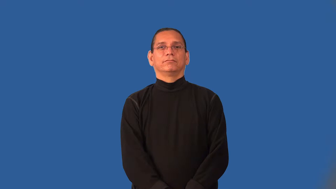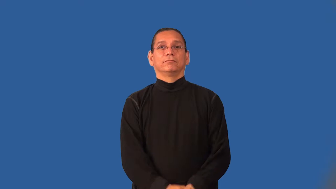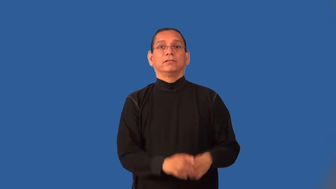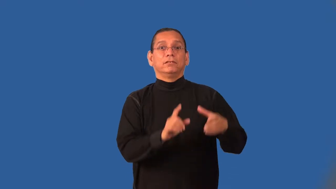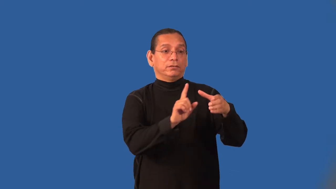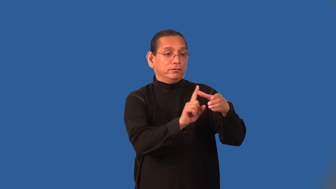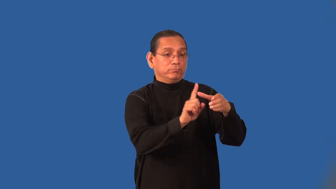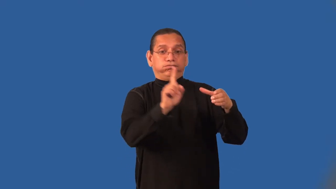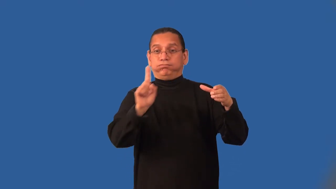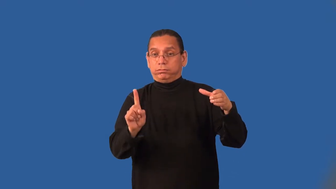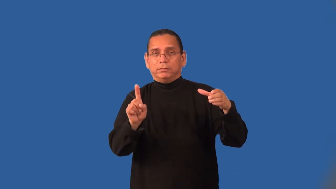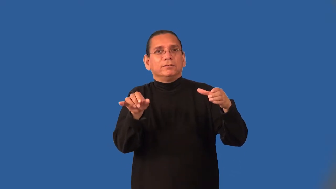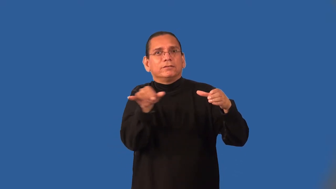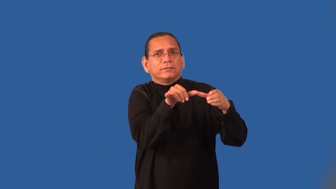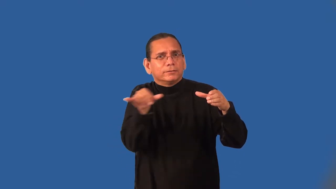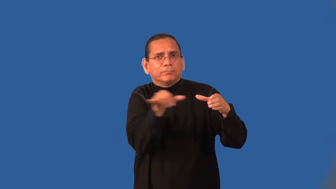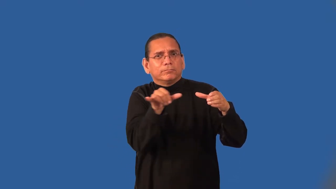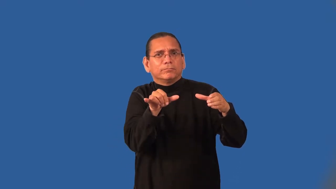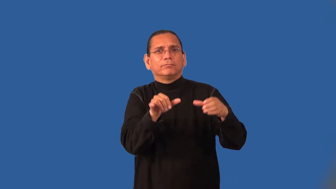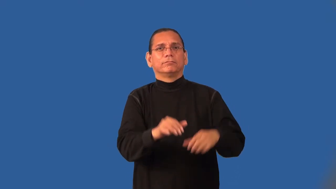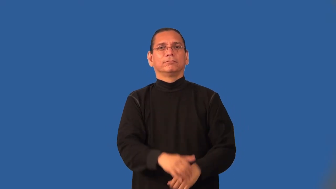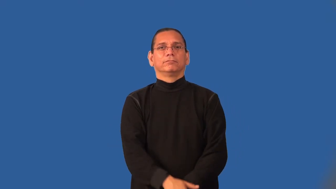ilk